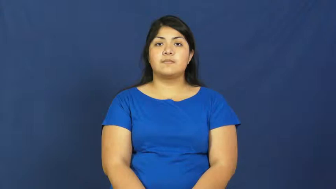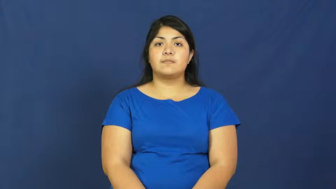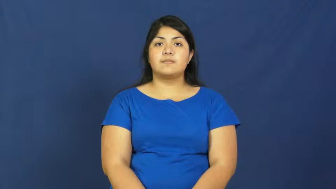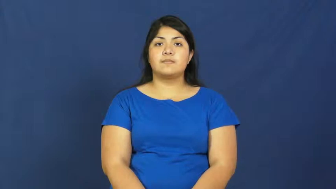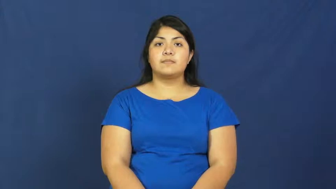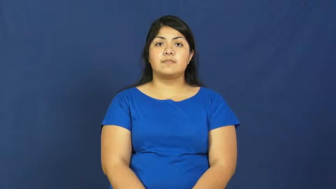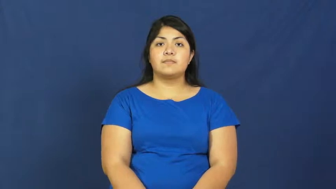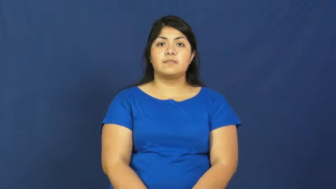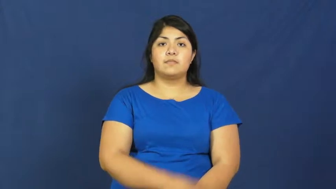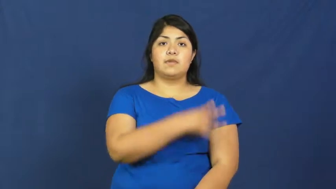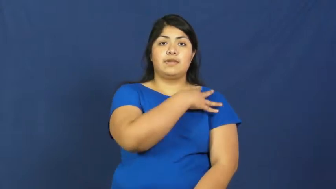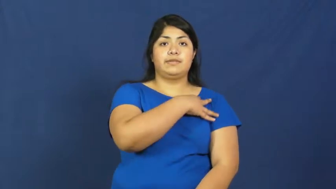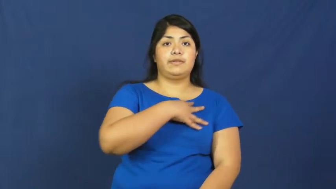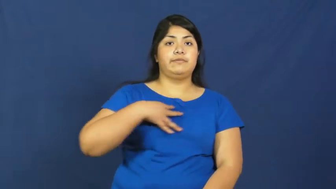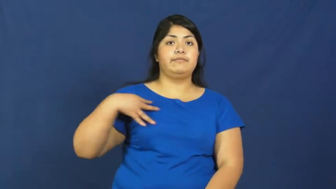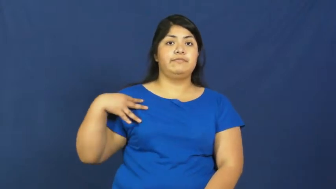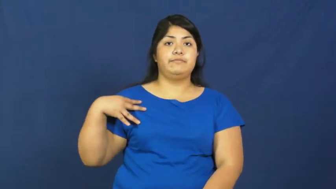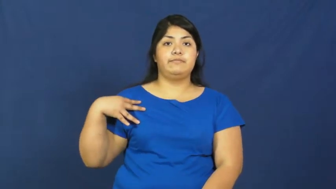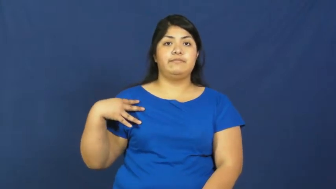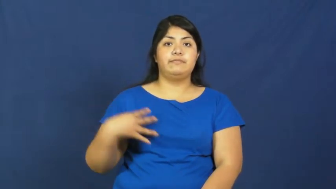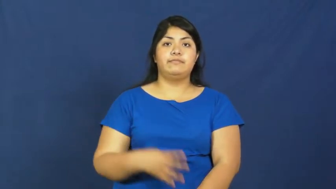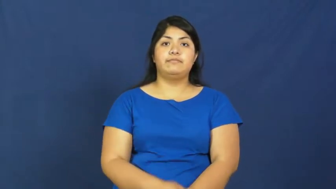stripe